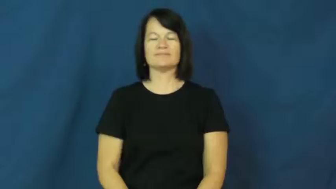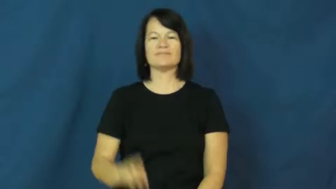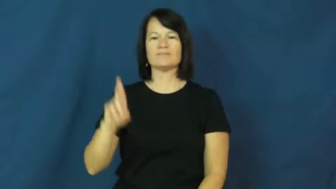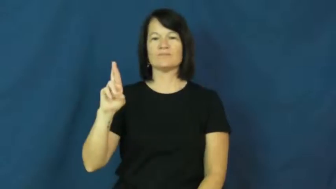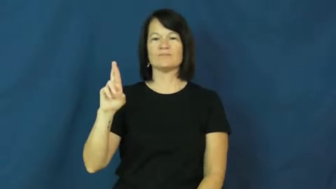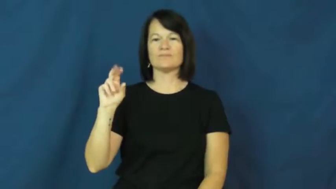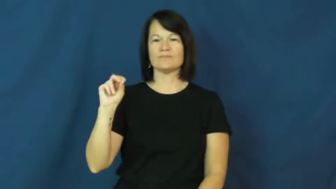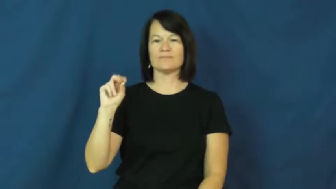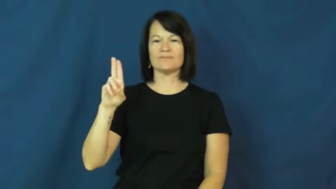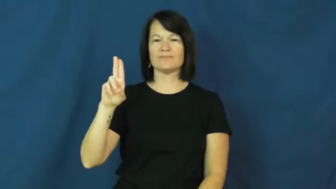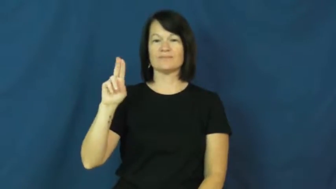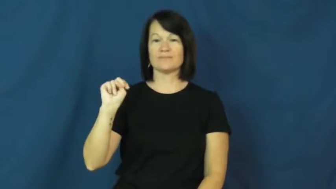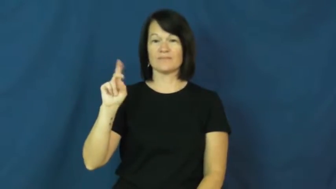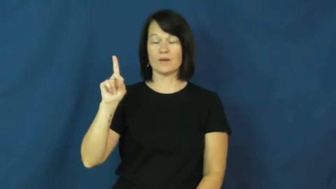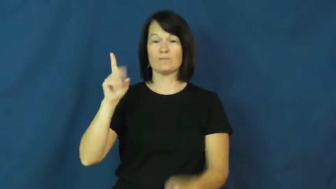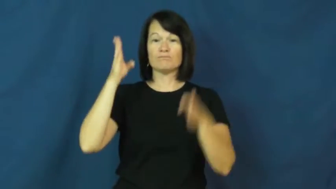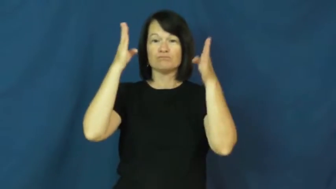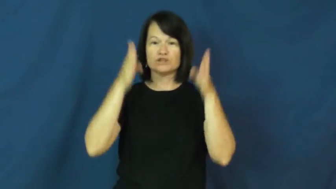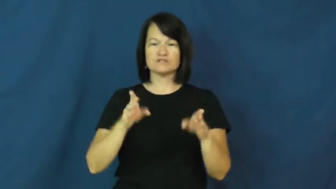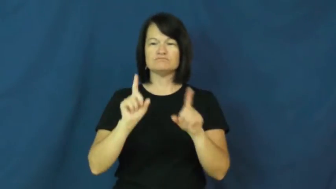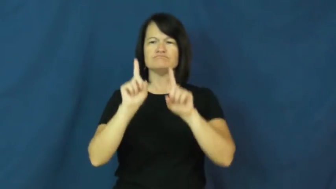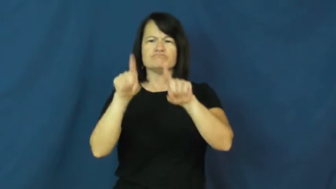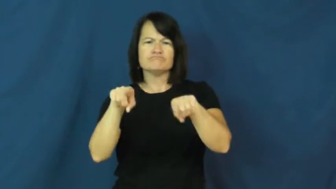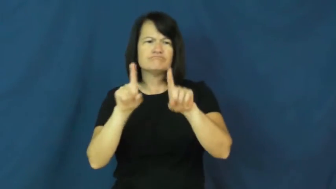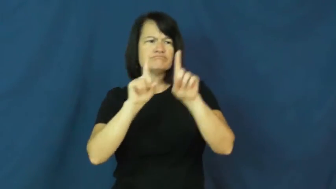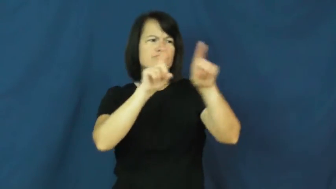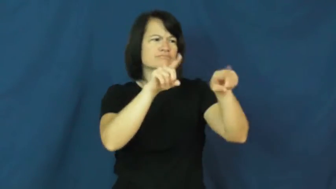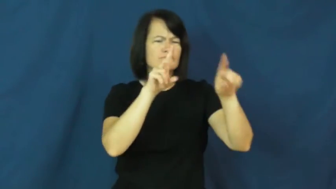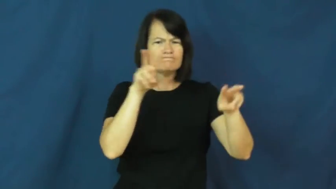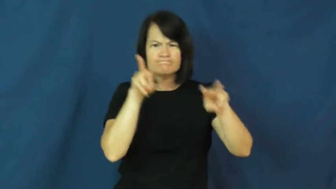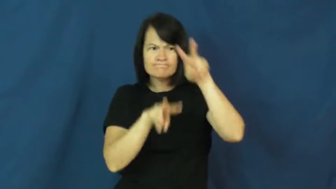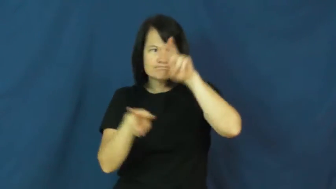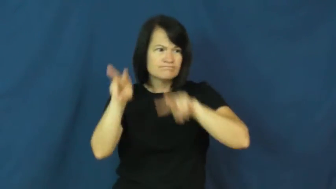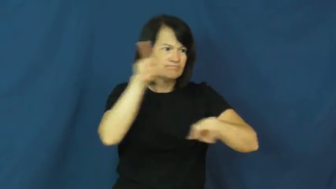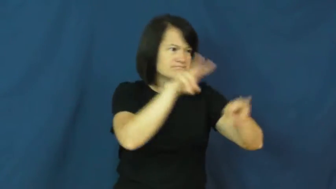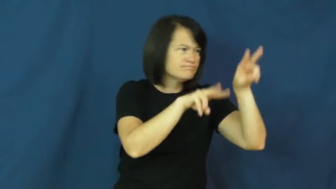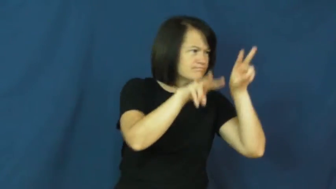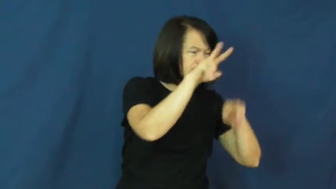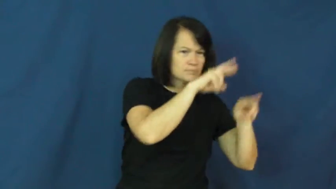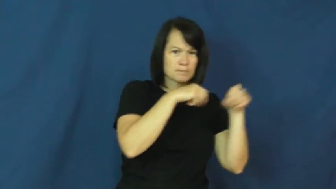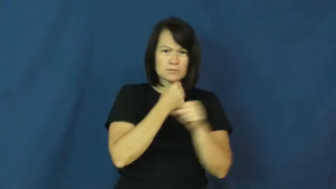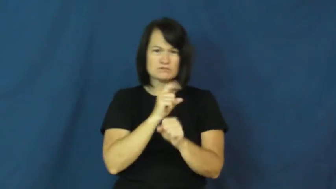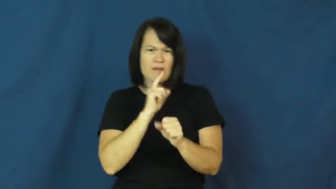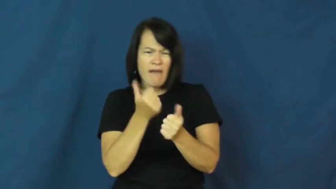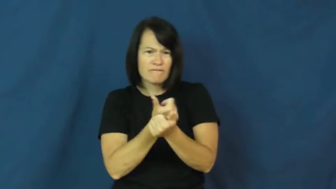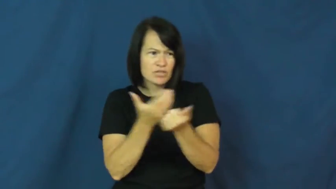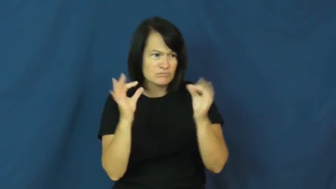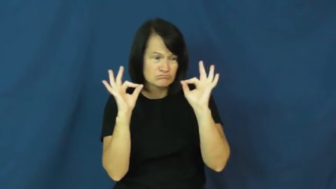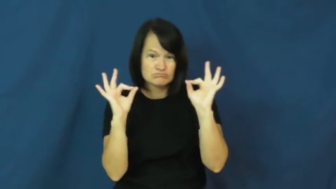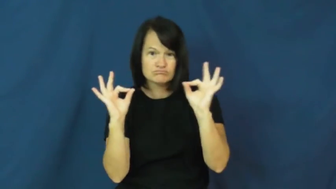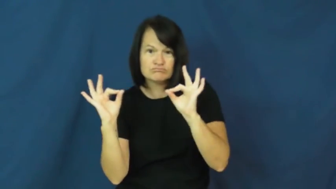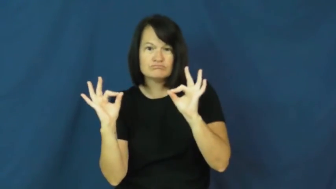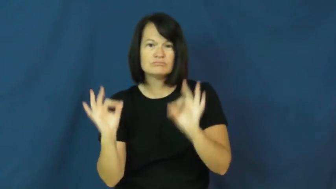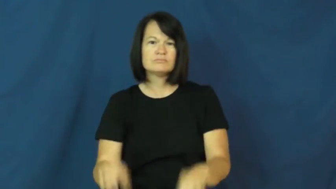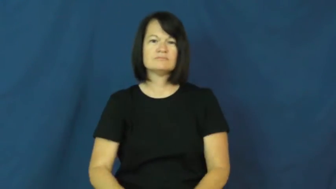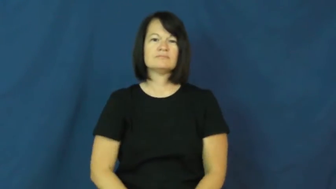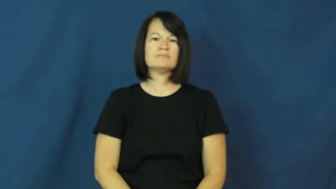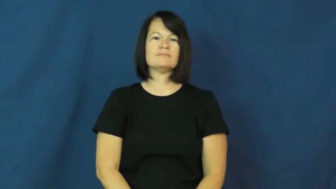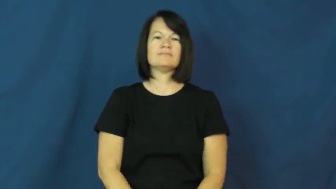rounds-watchman